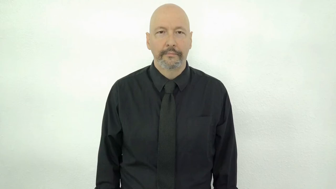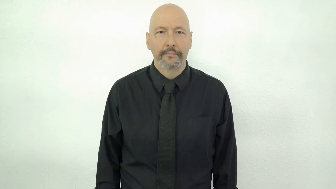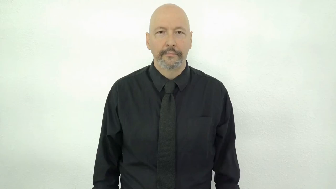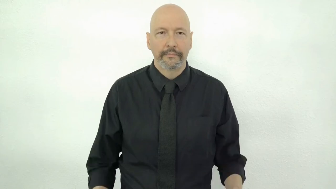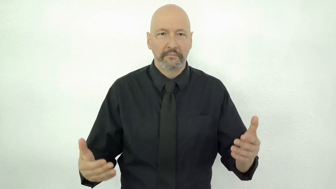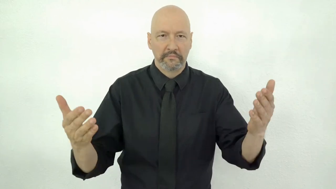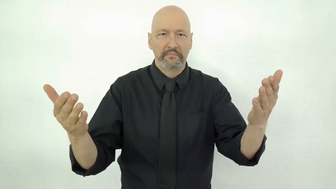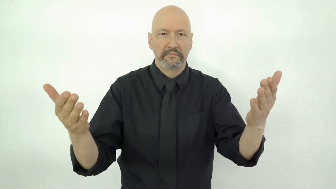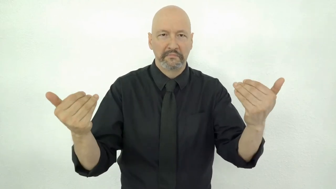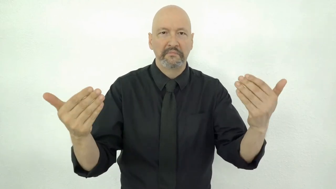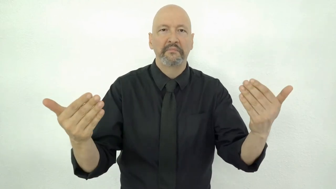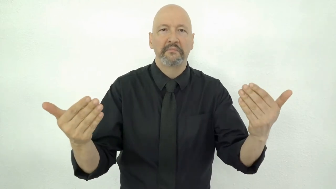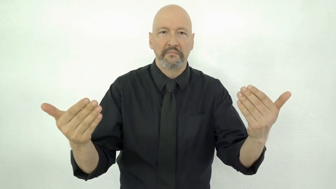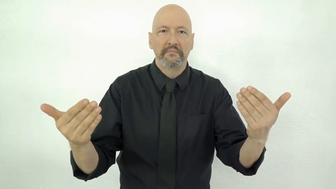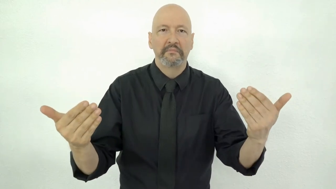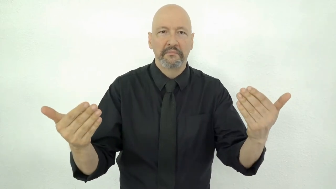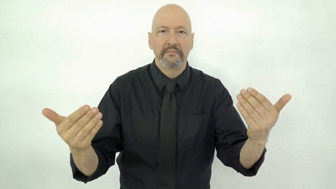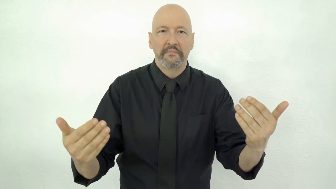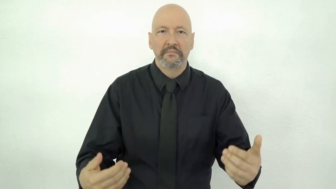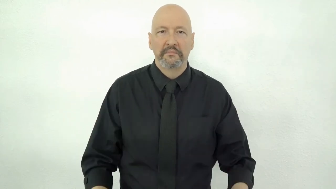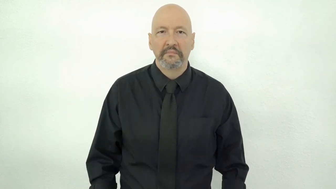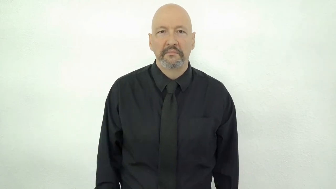BRING-IT-ON, don't hold back, come on, keep it coming [2h-“15hs”]